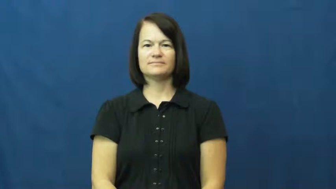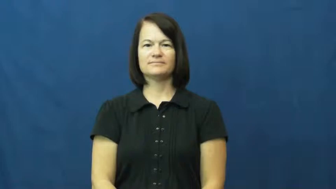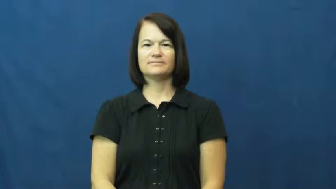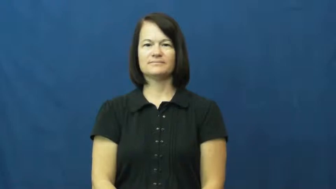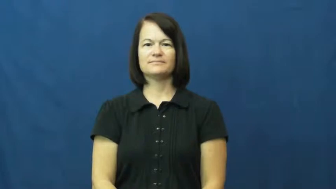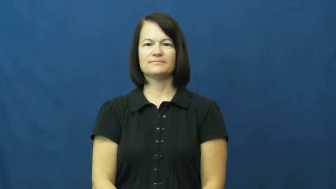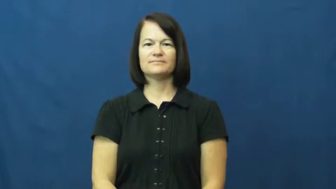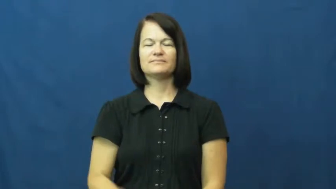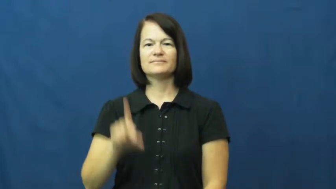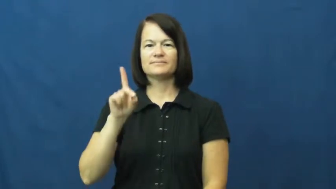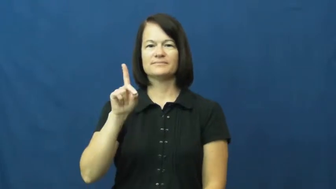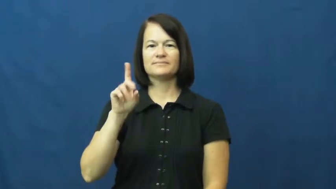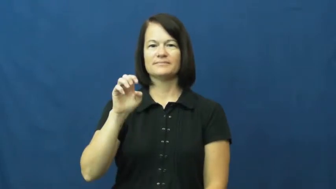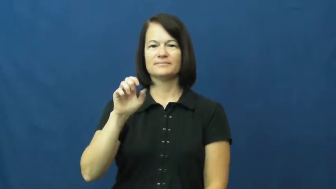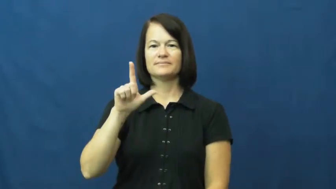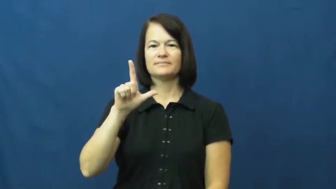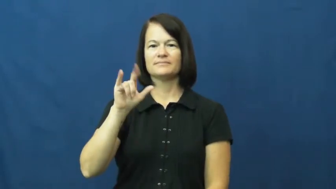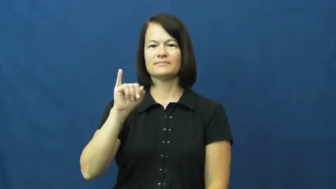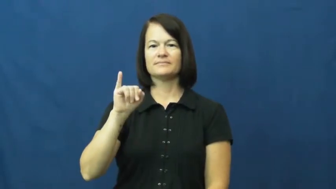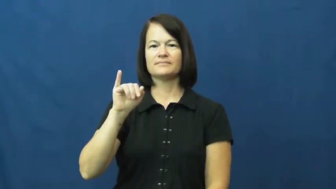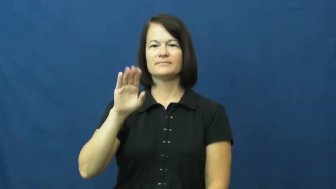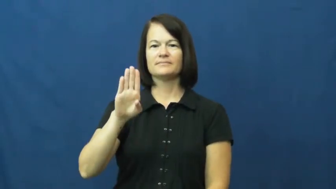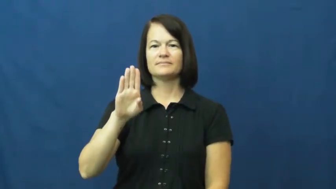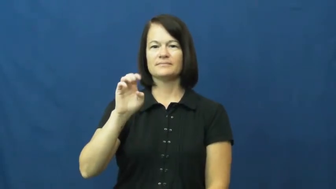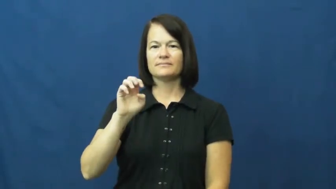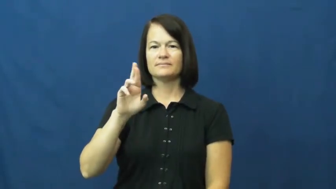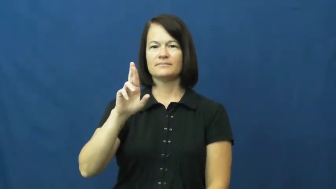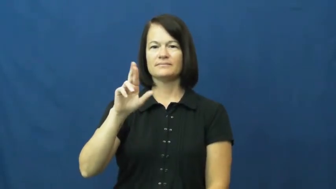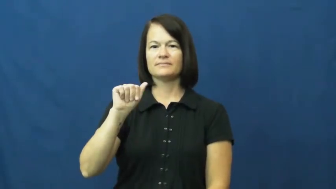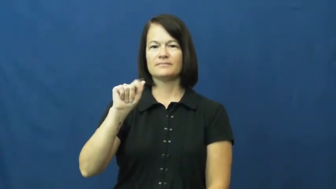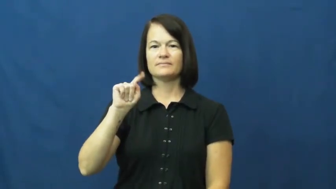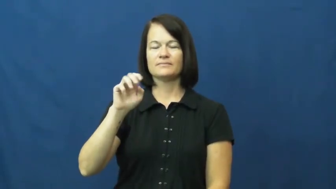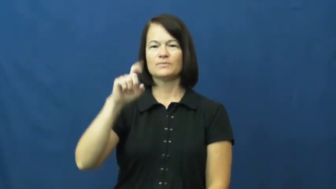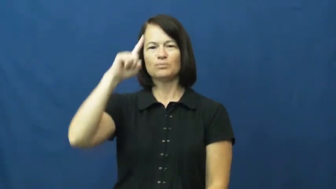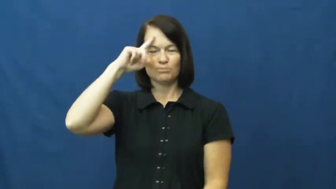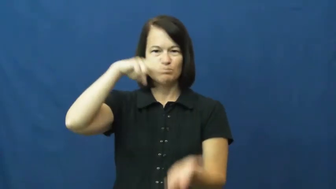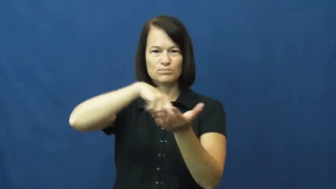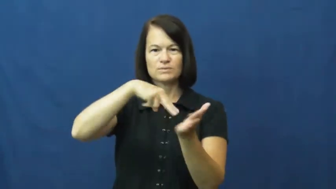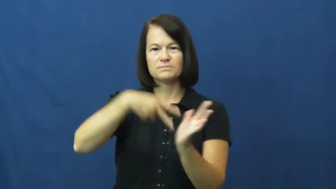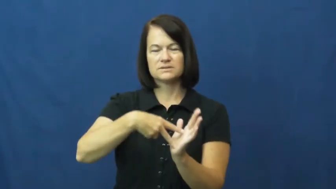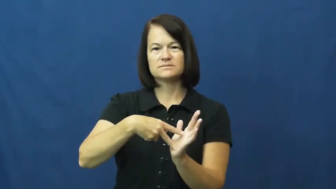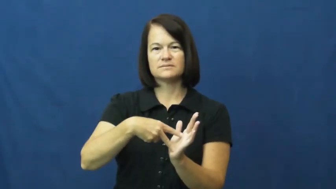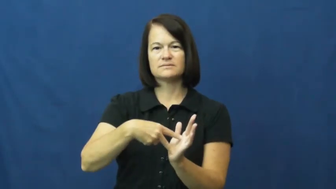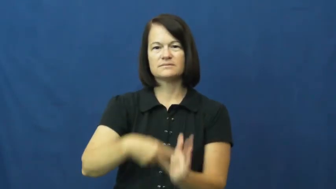deliberate-adjective